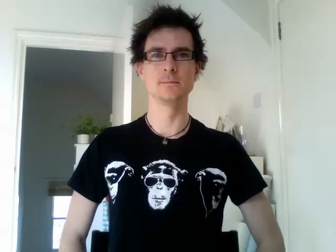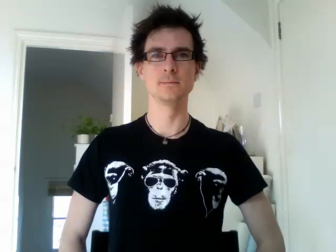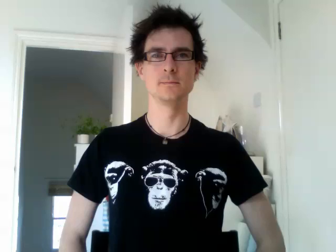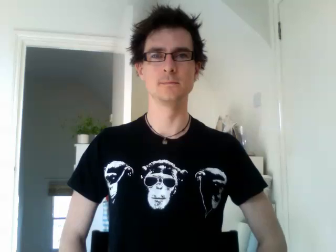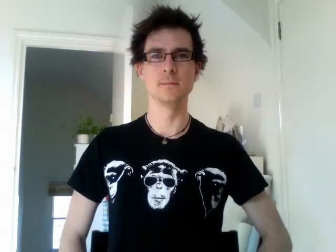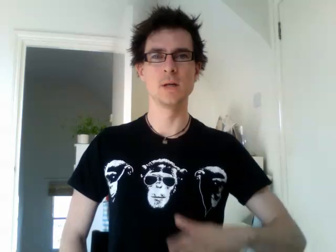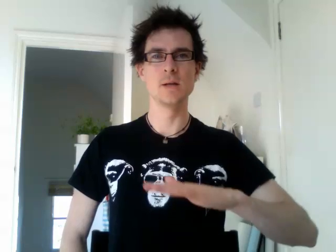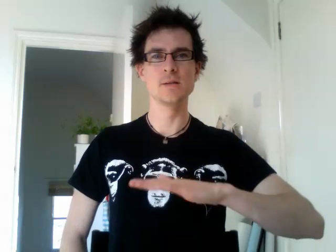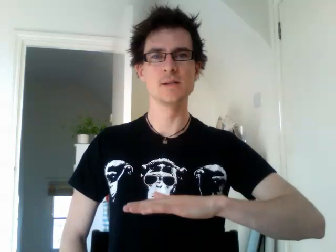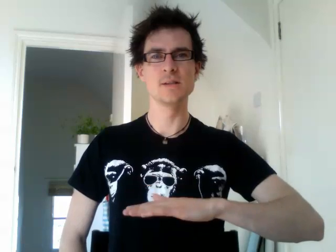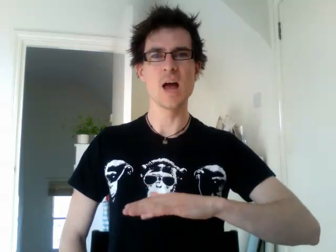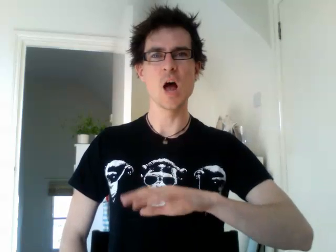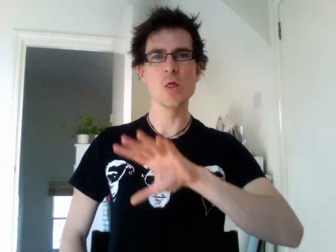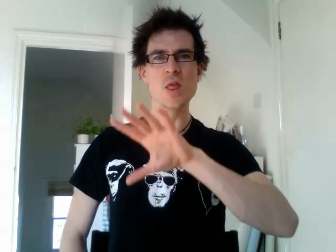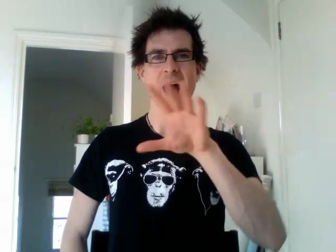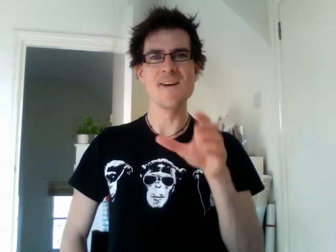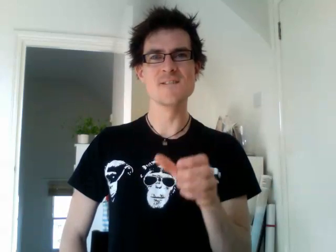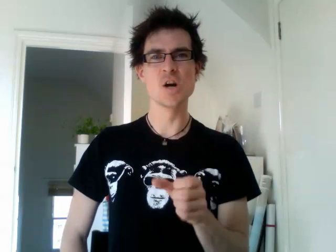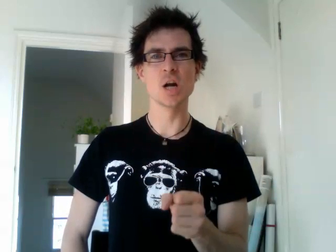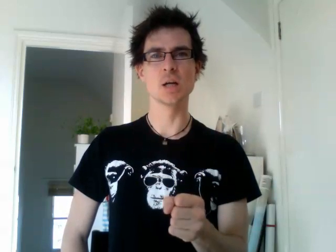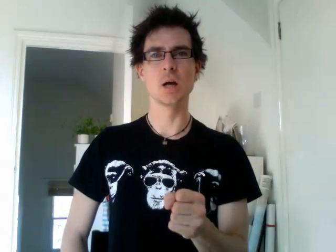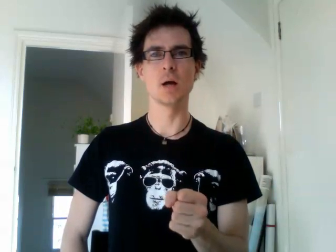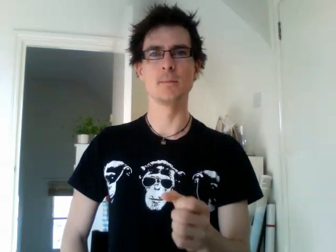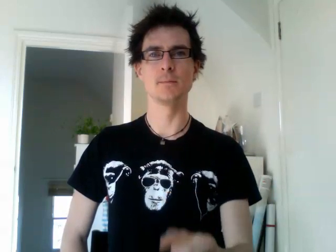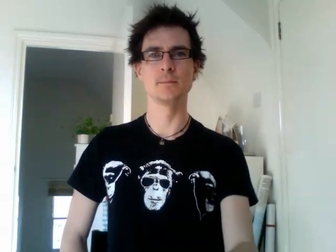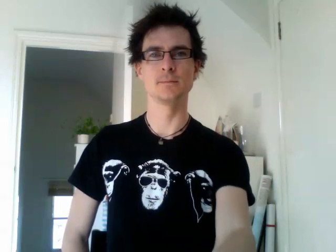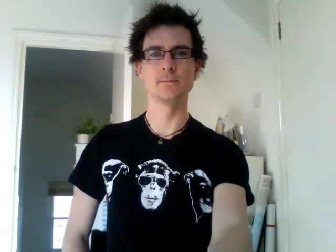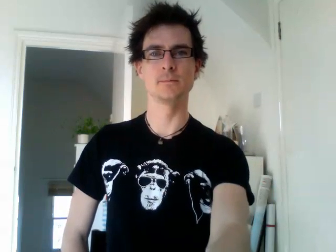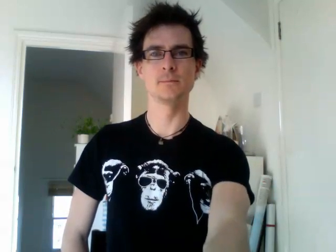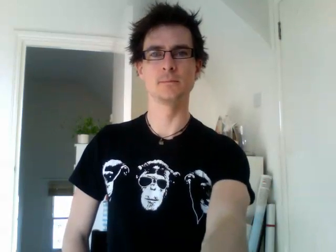south africa